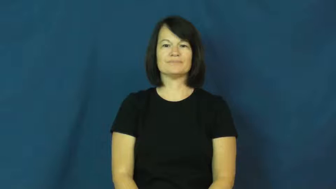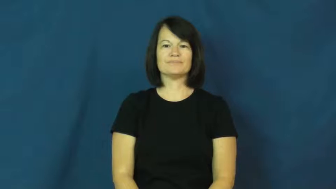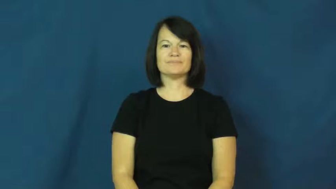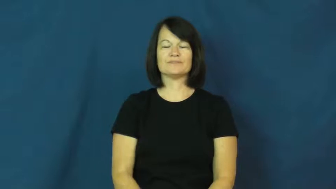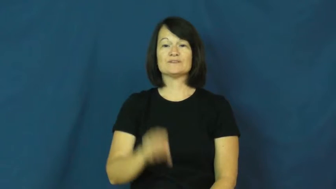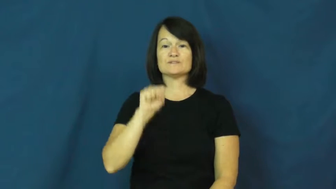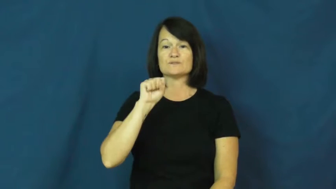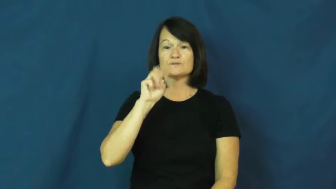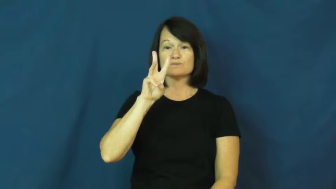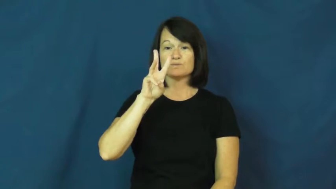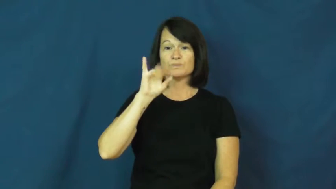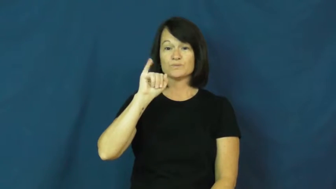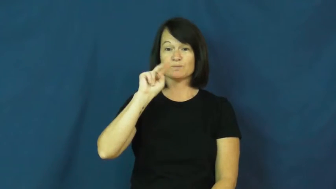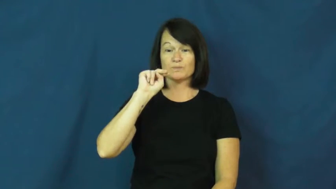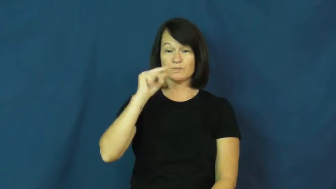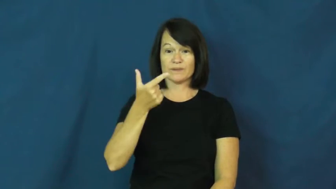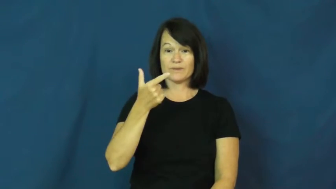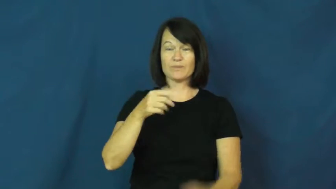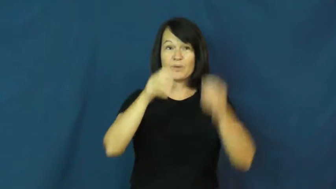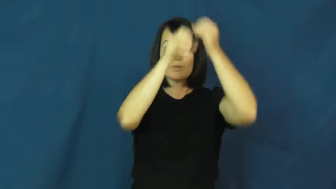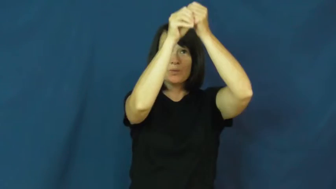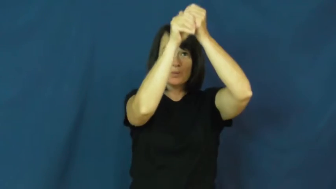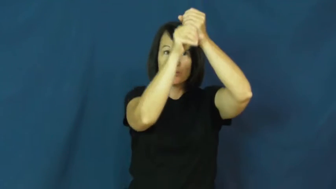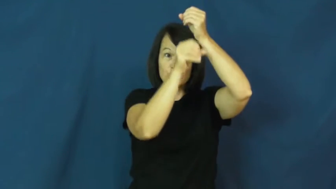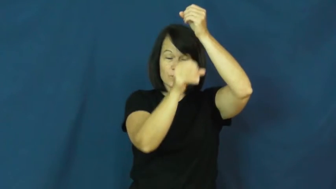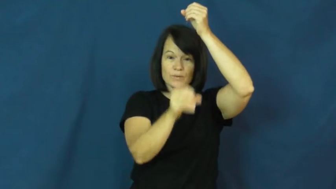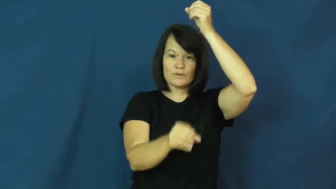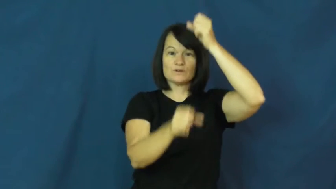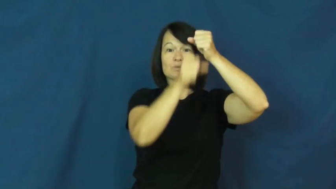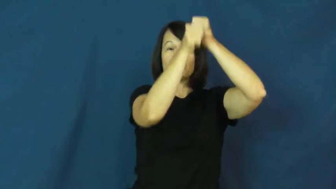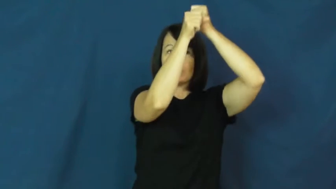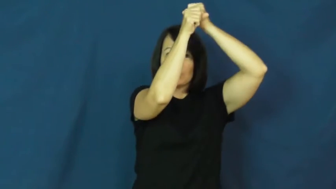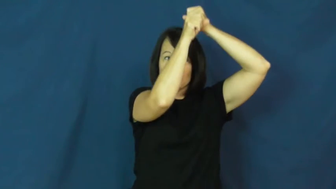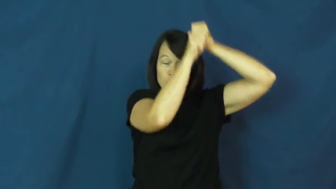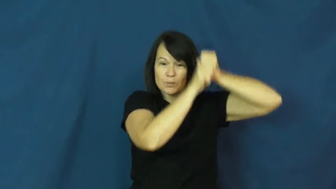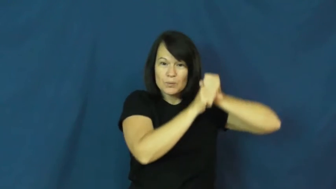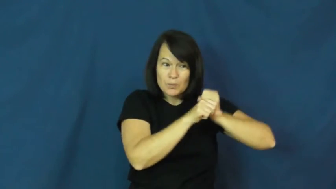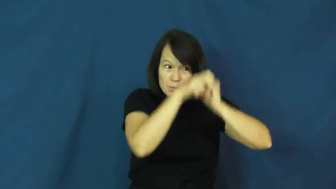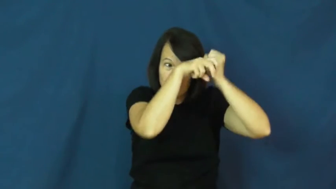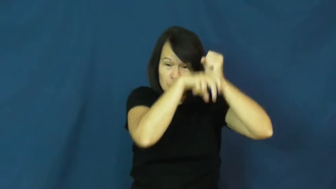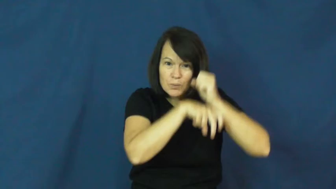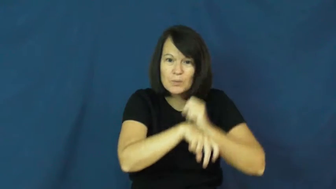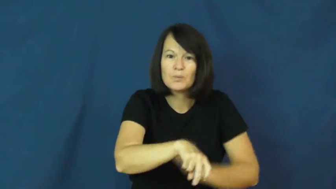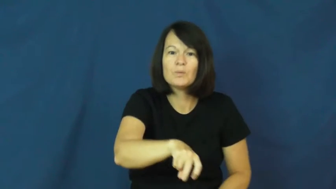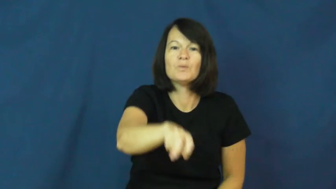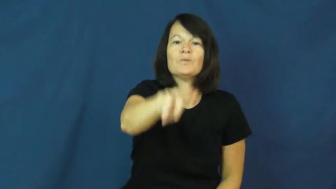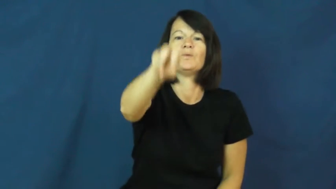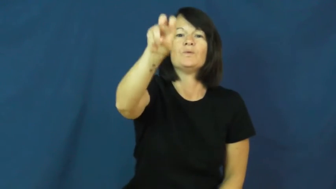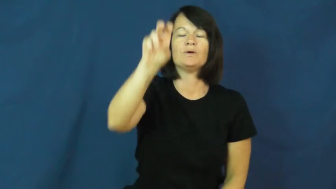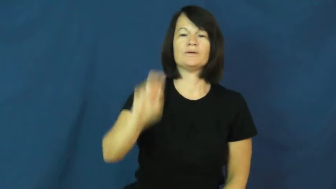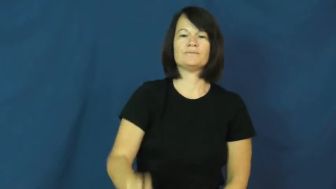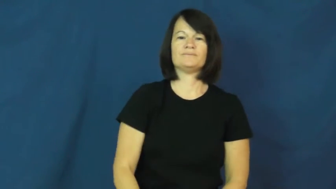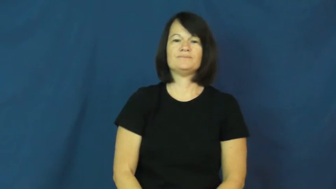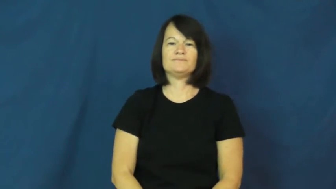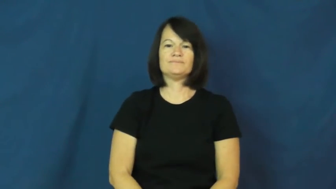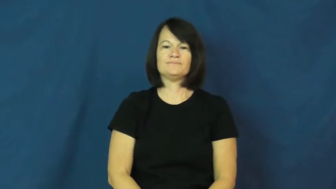swing-rope,vine